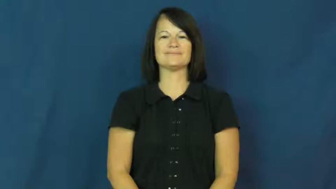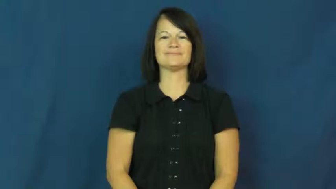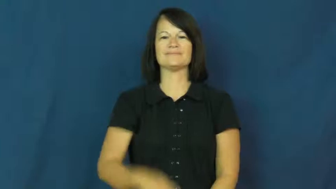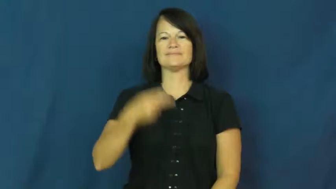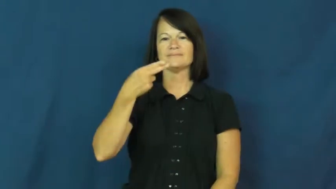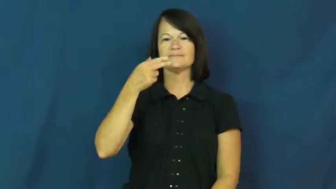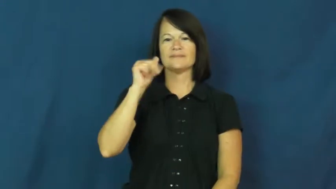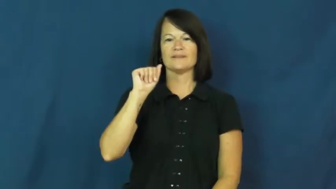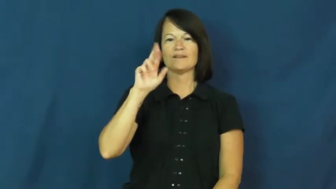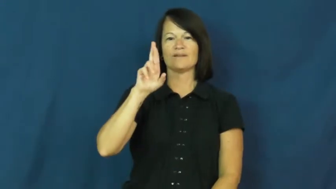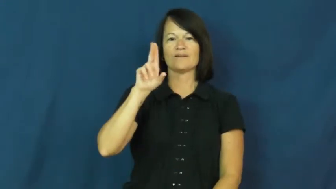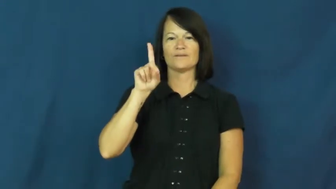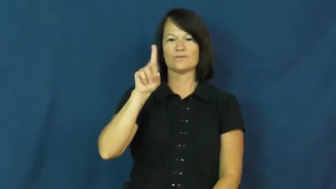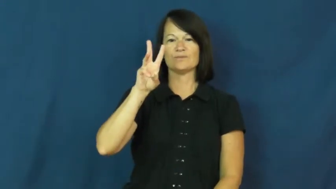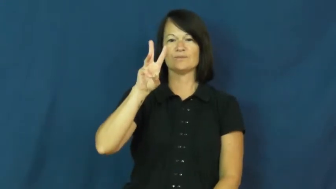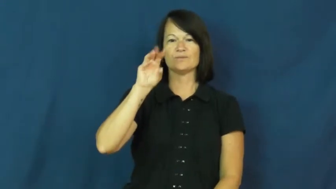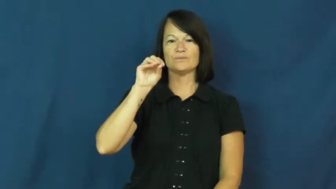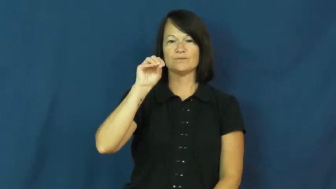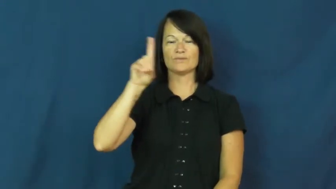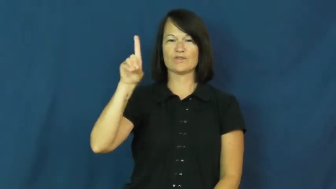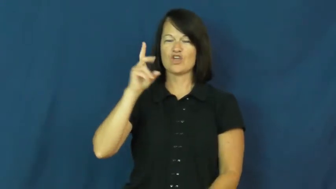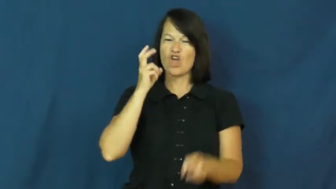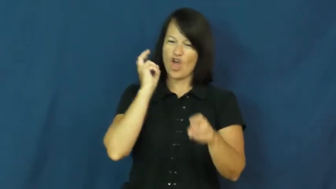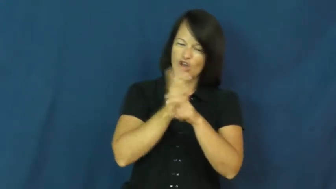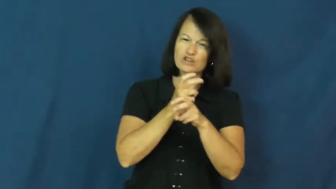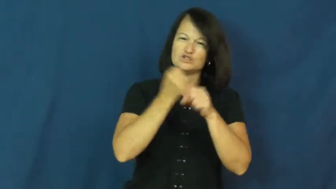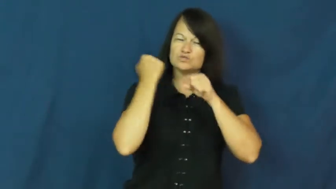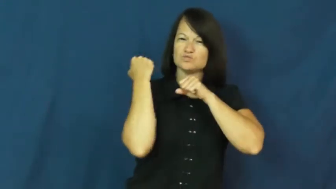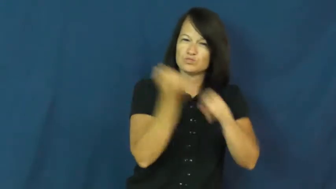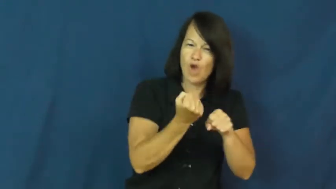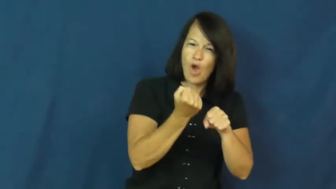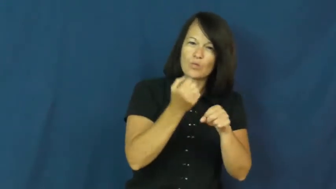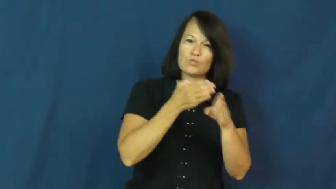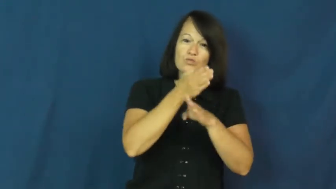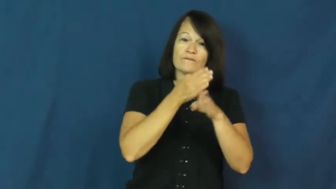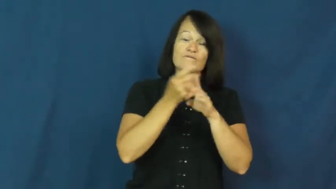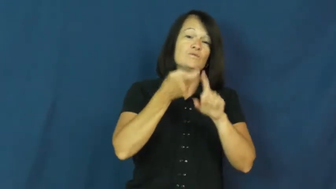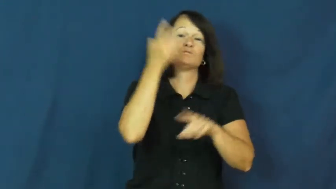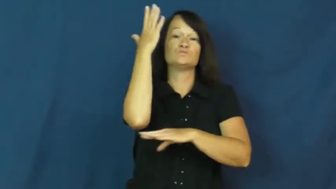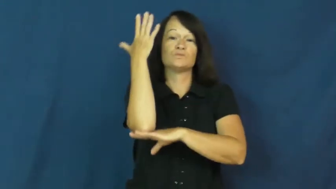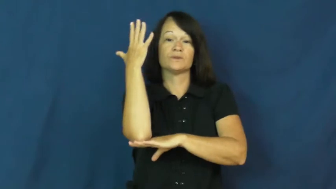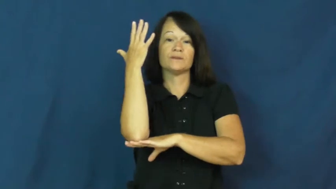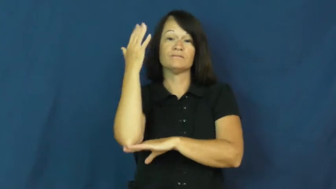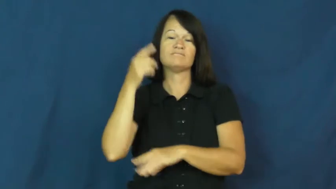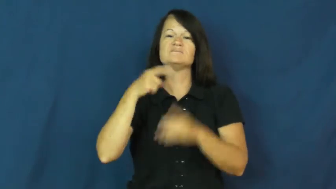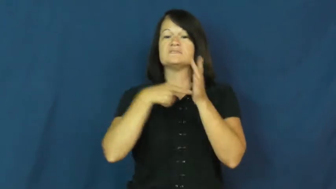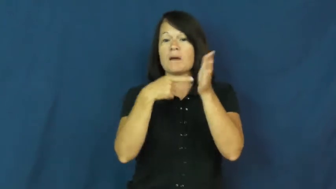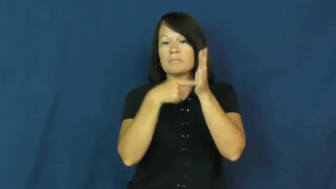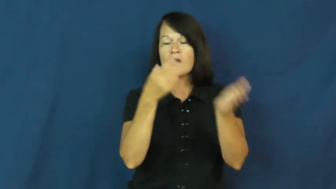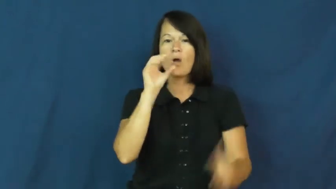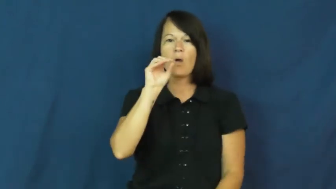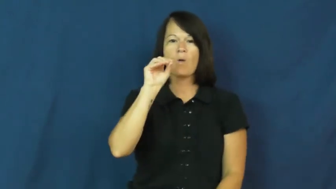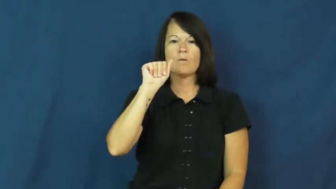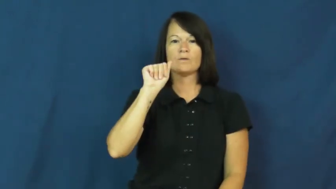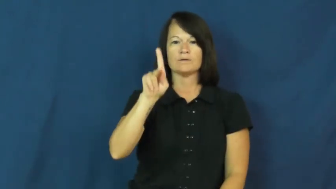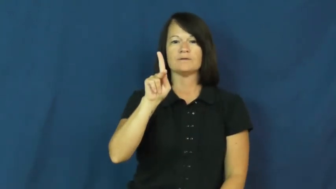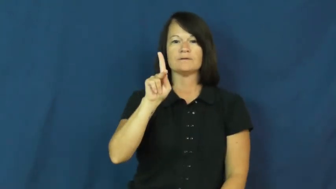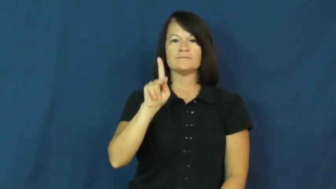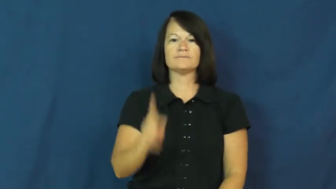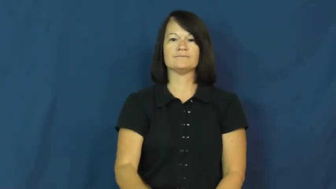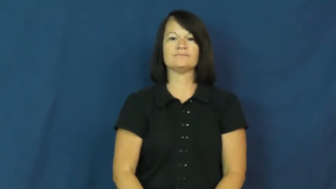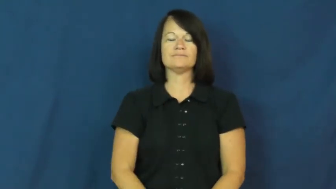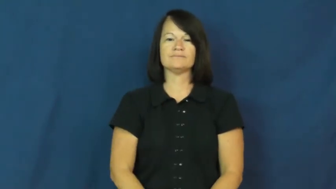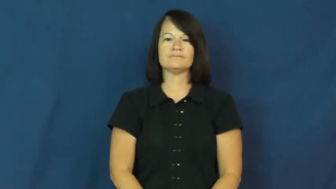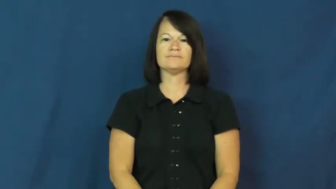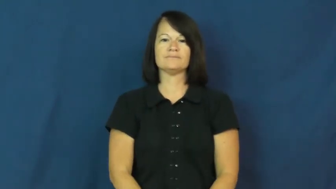hardwood